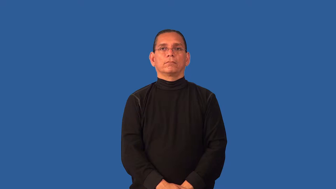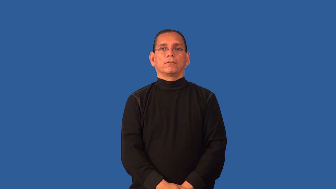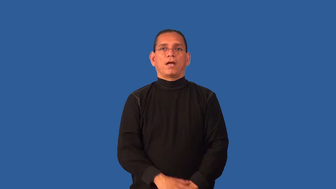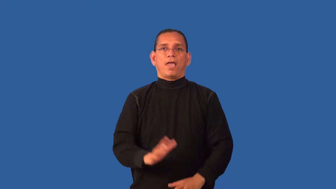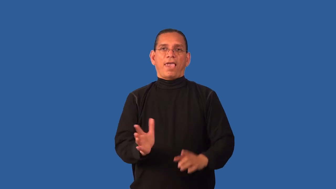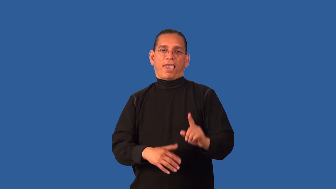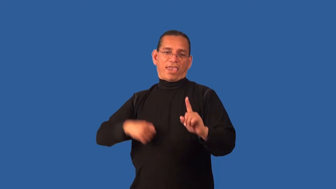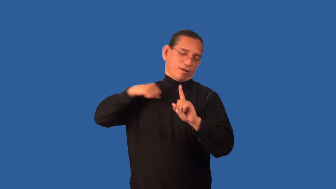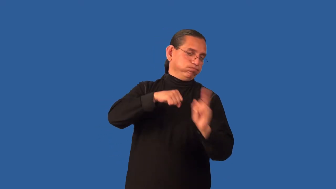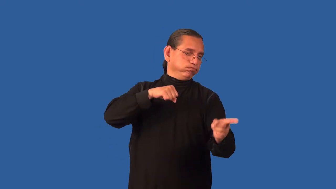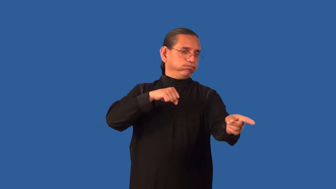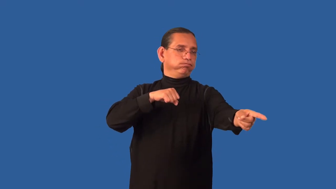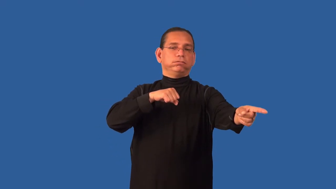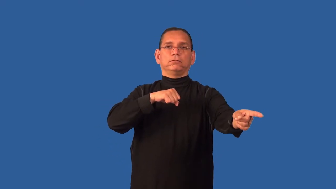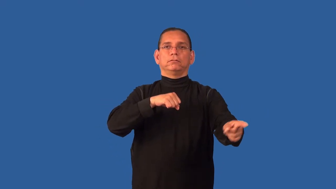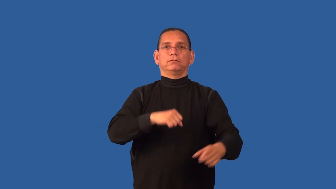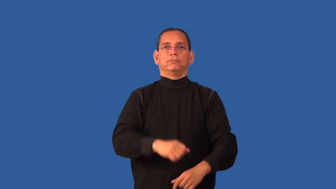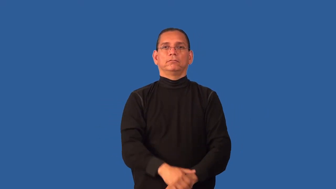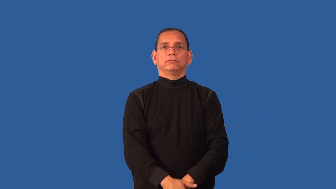jump-attack